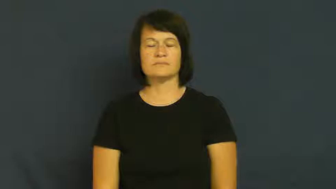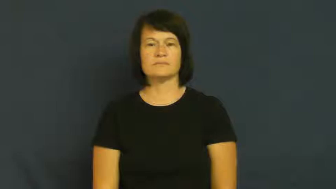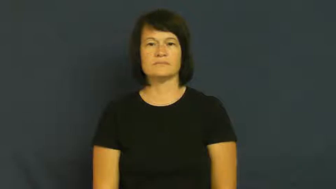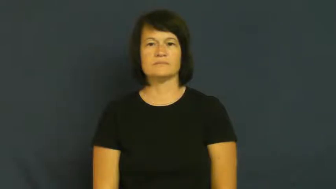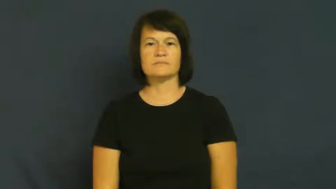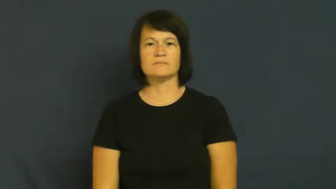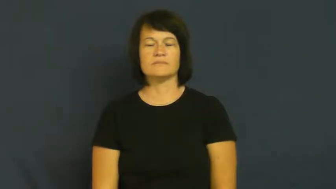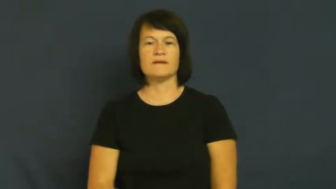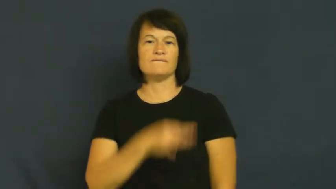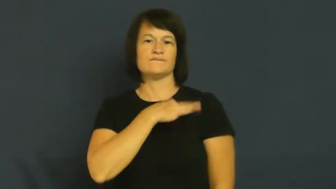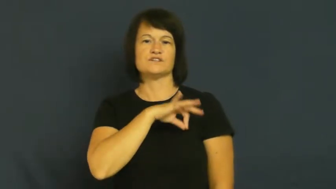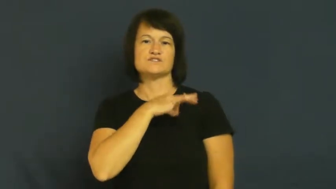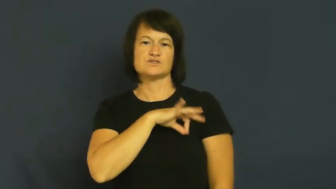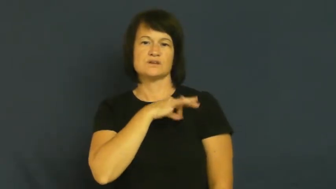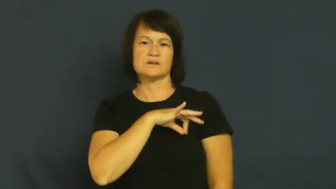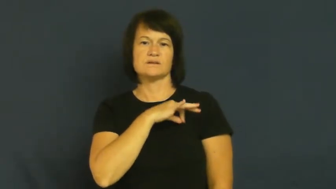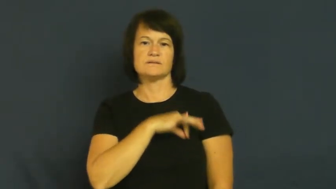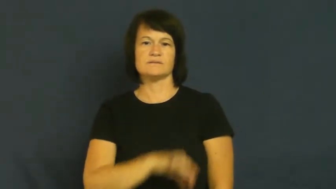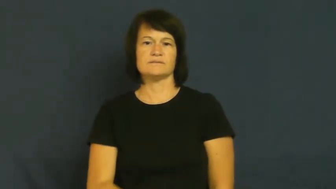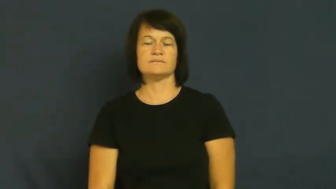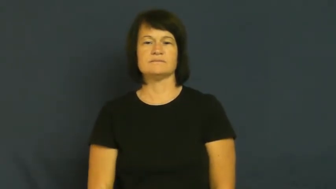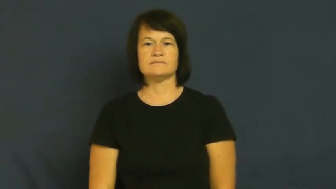fraternity